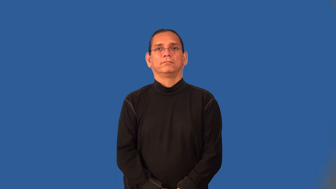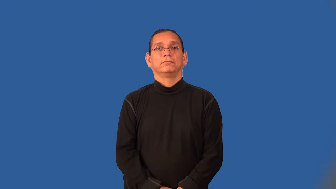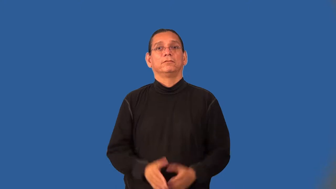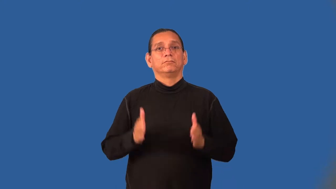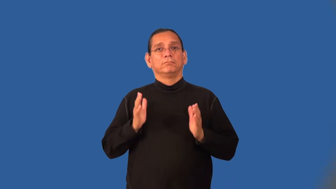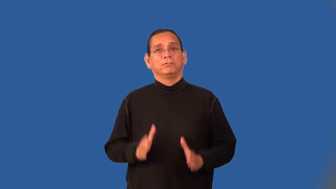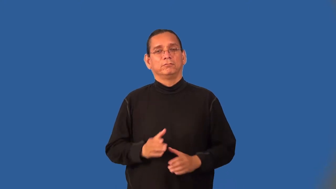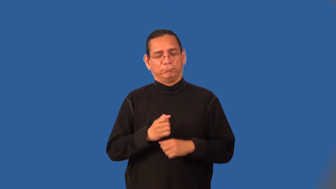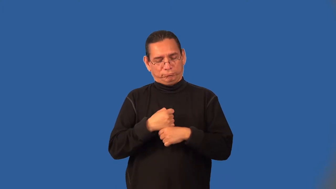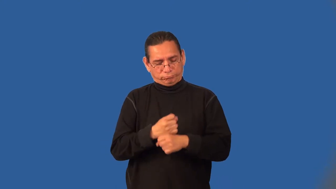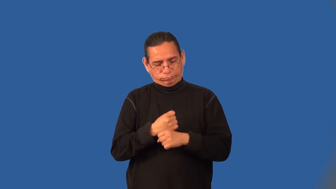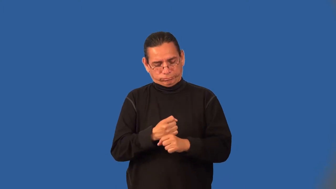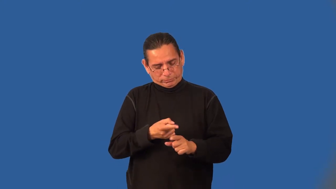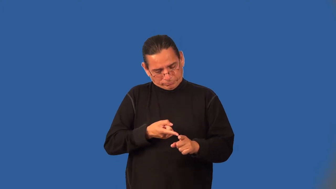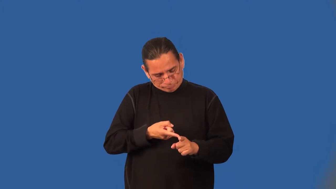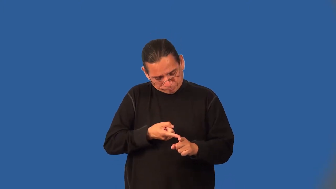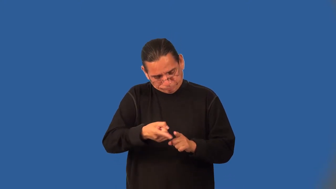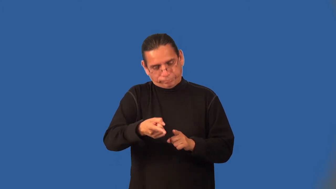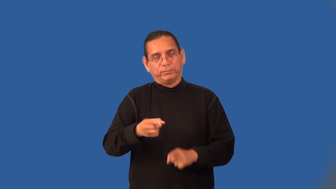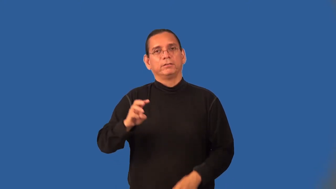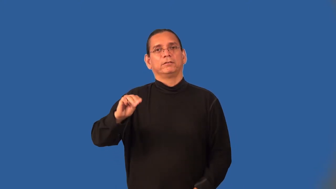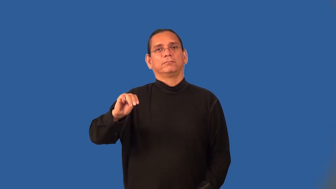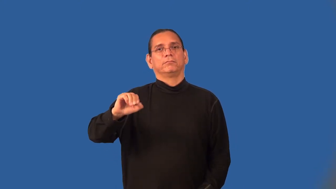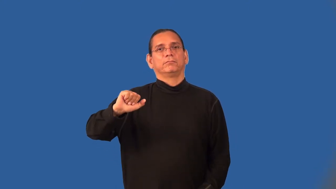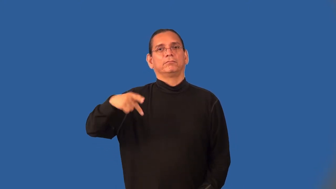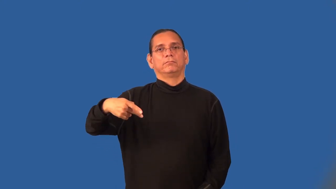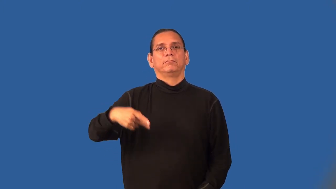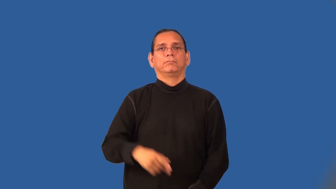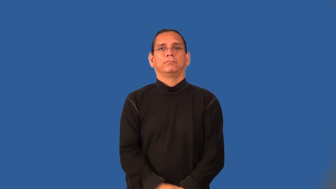cartographer,mapmaker